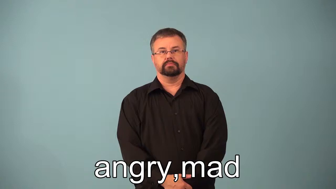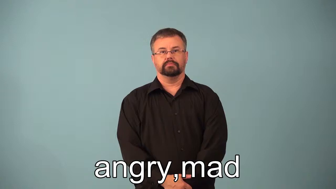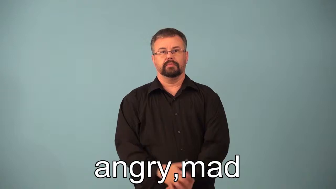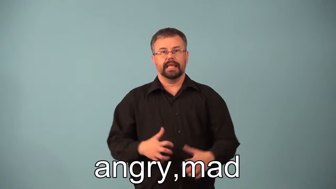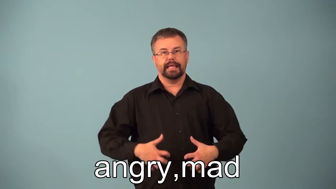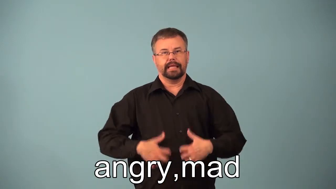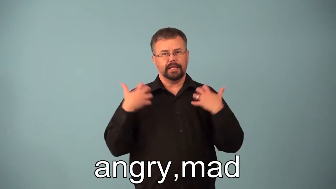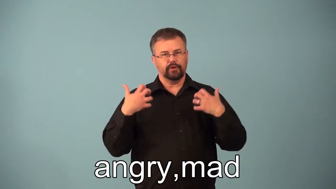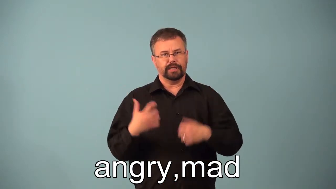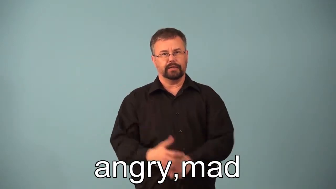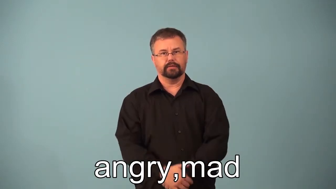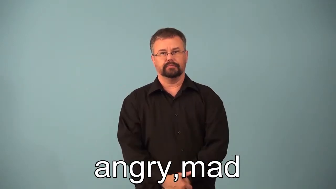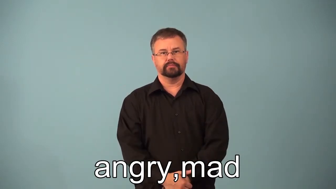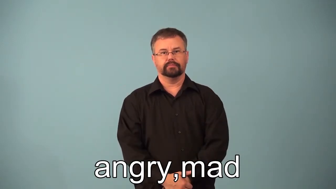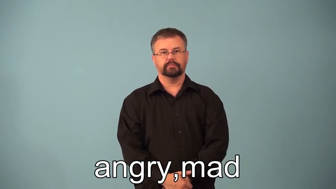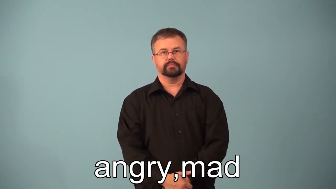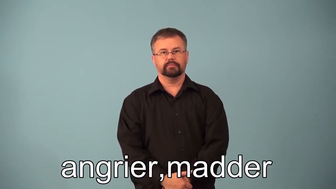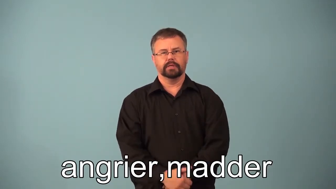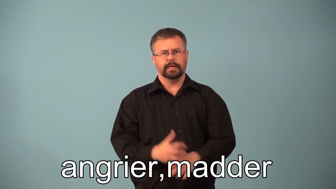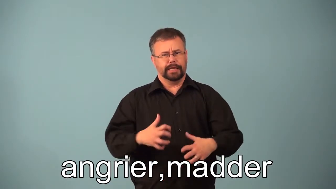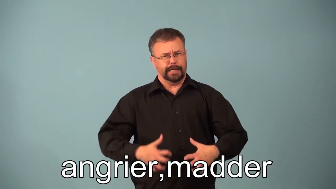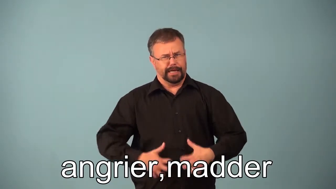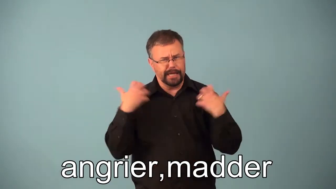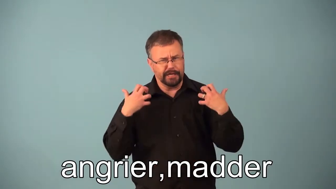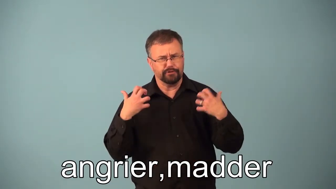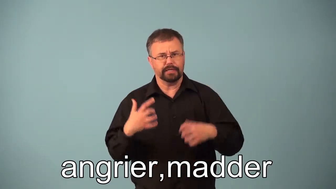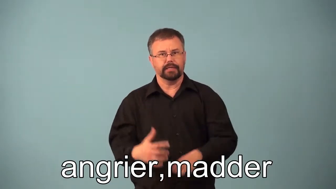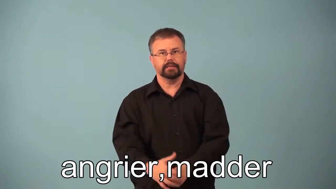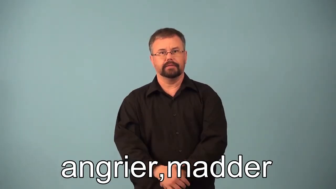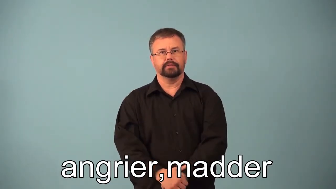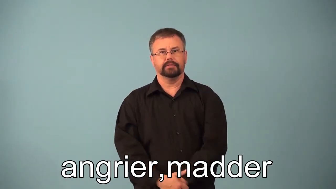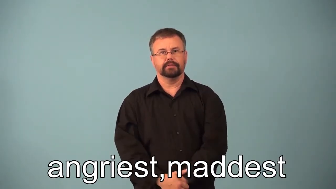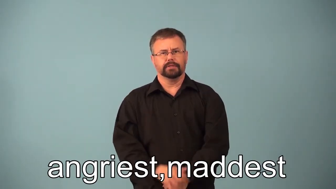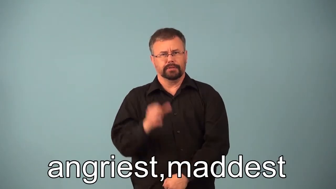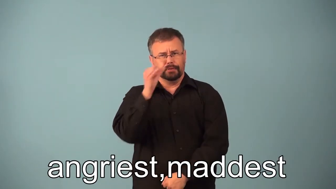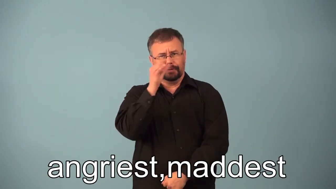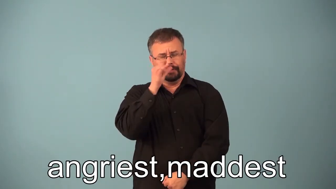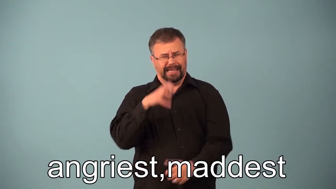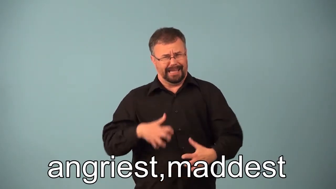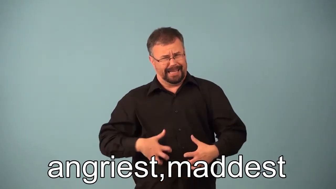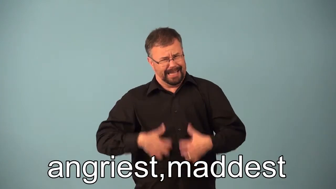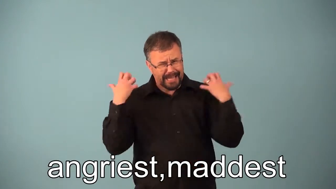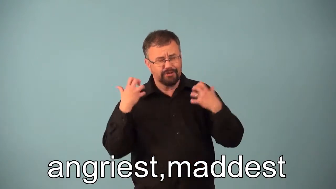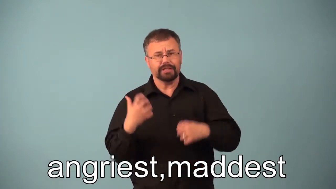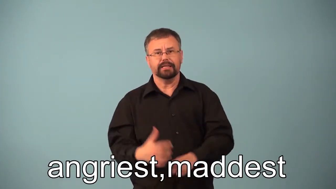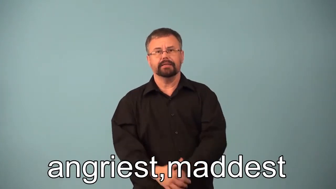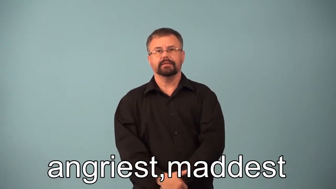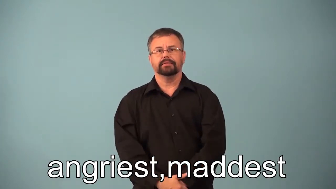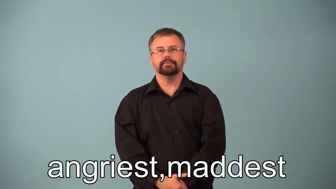angrier,madder,angriest,maddest